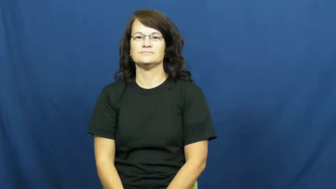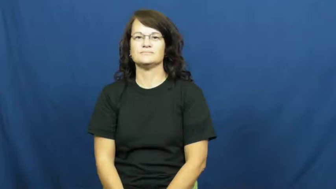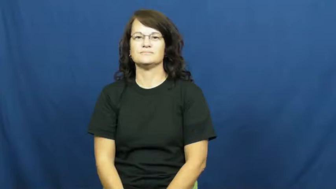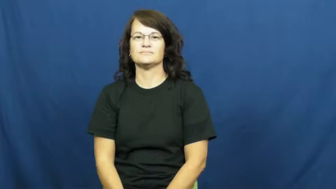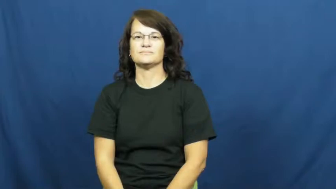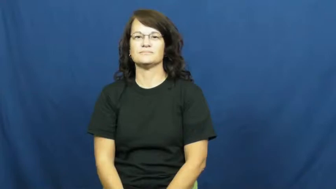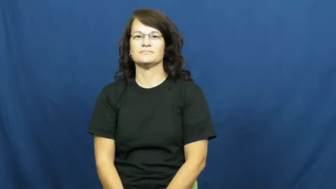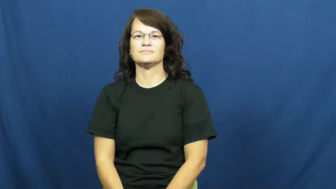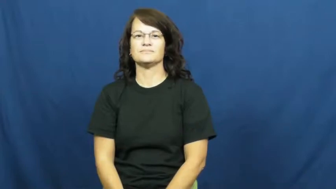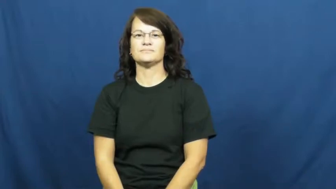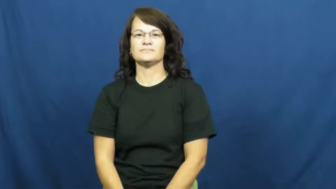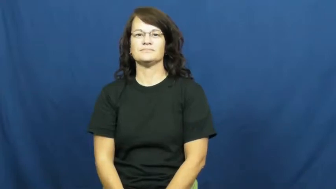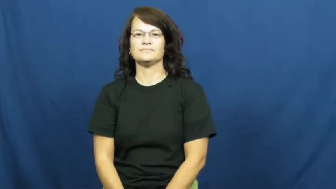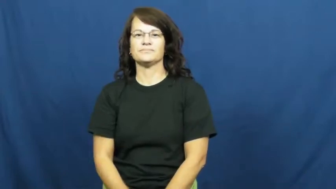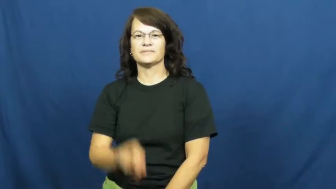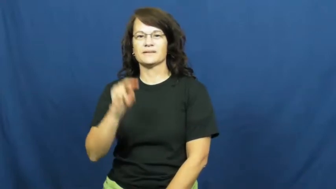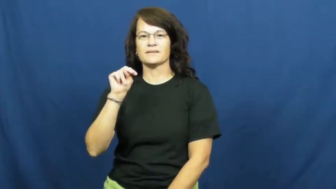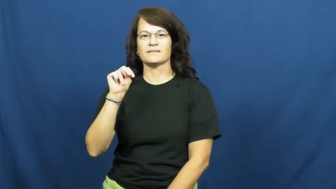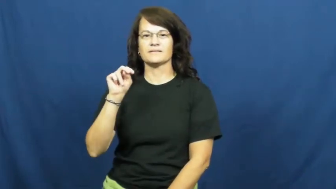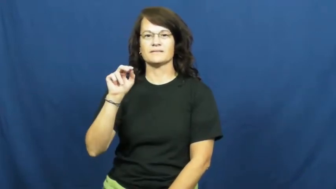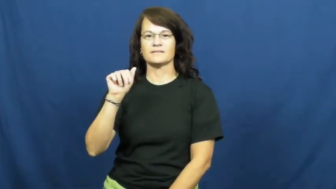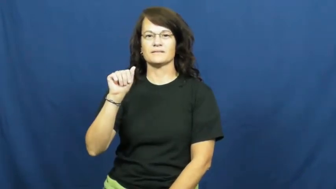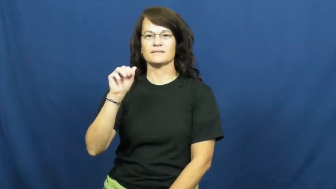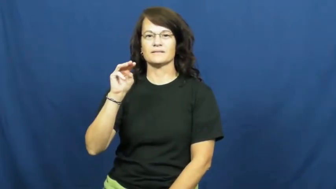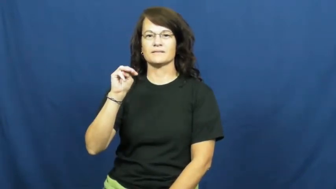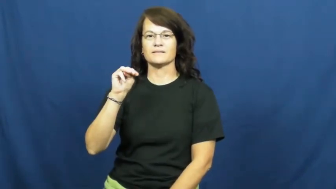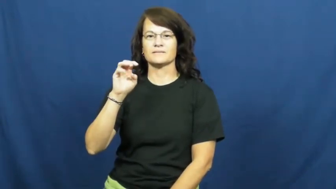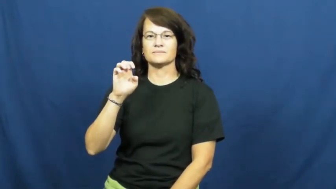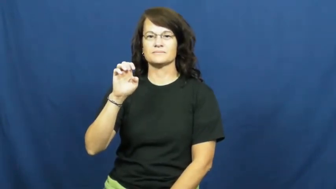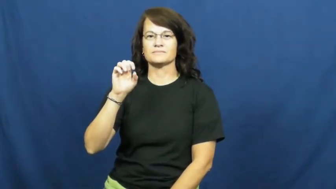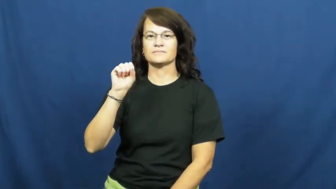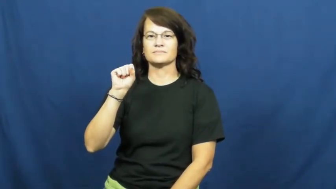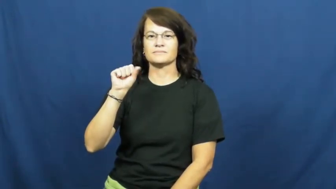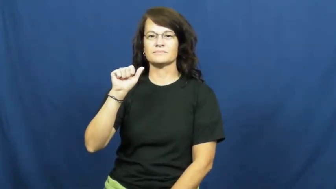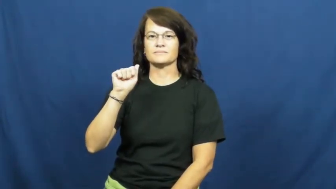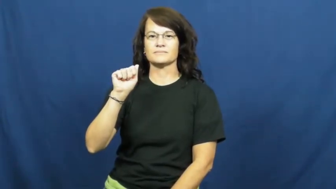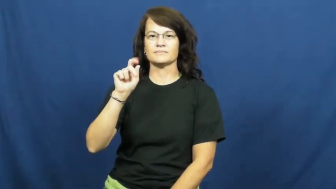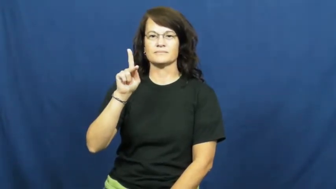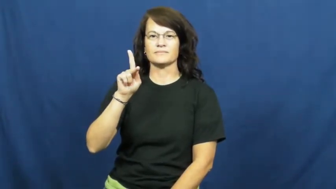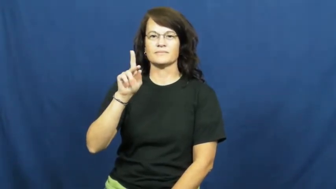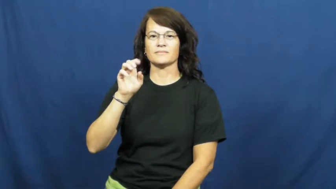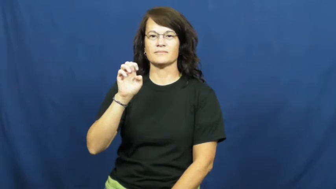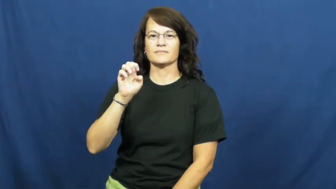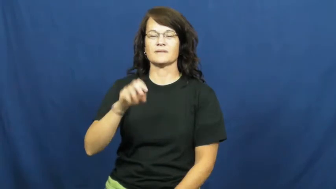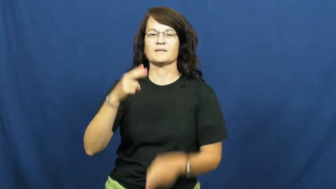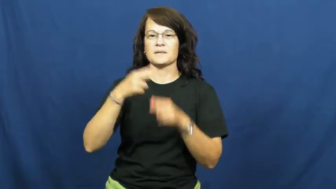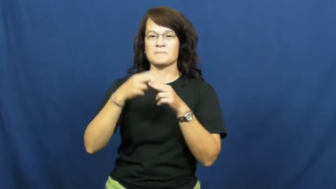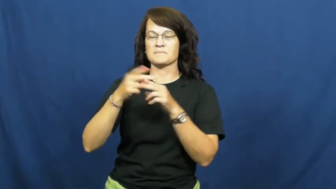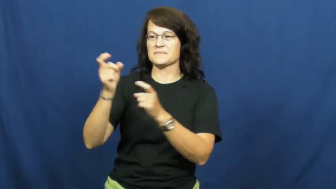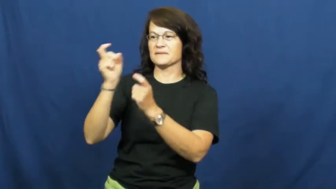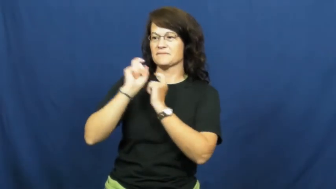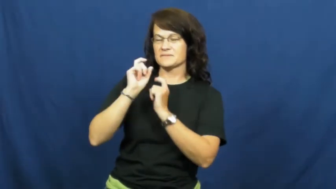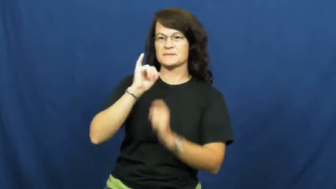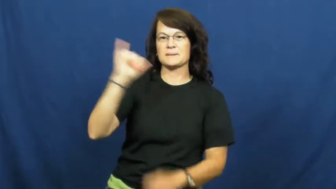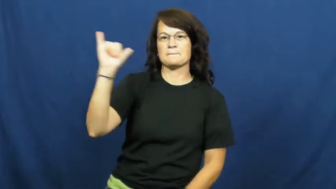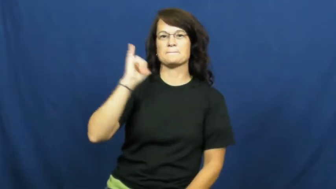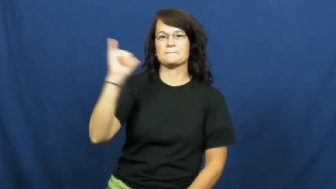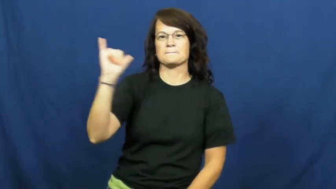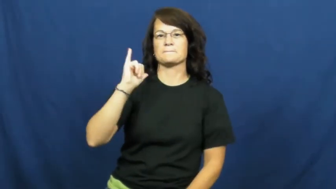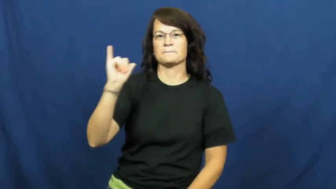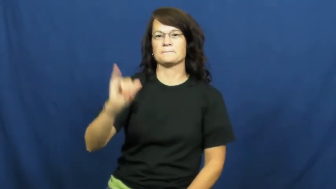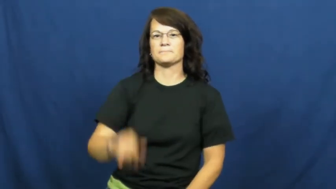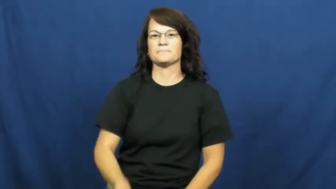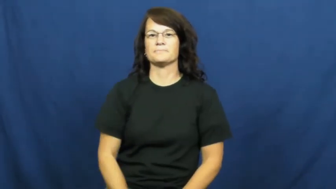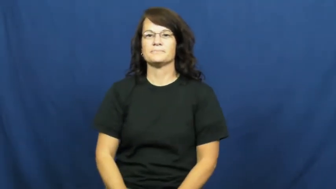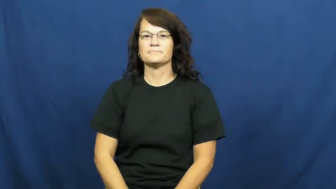namesake